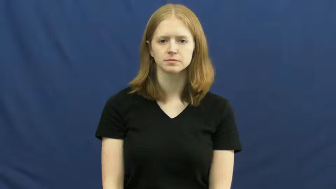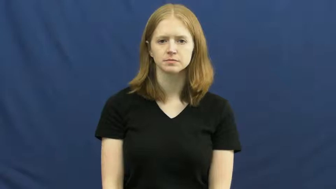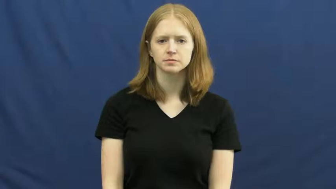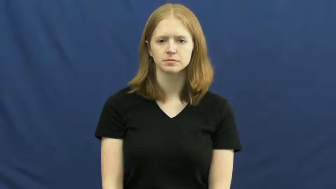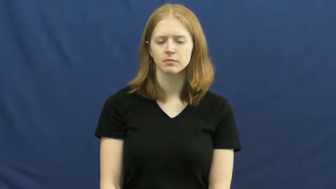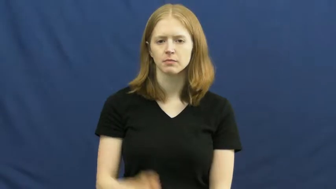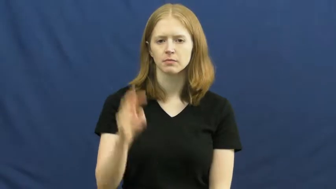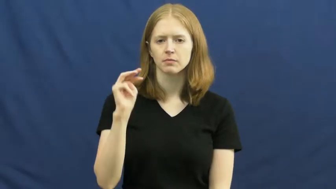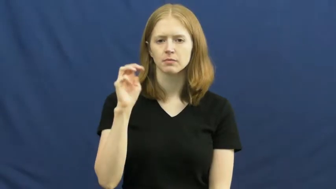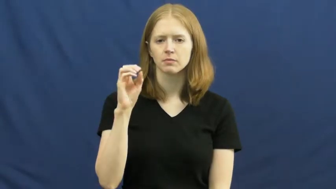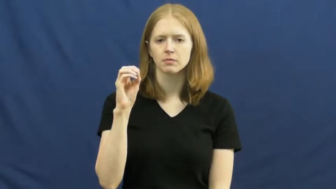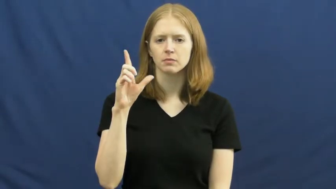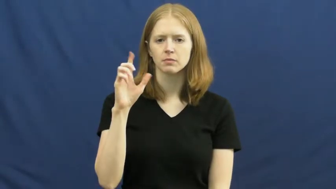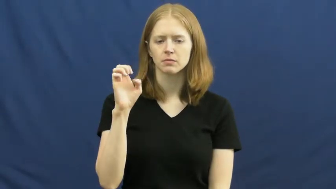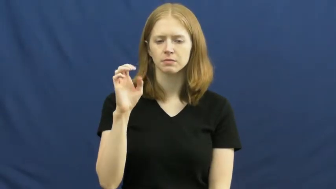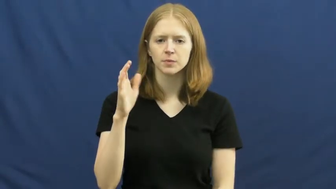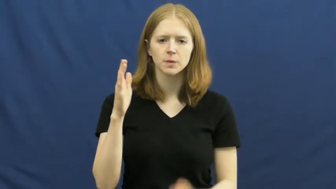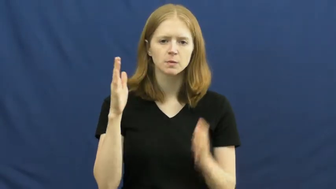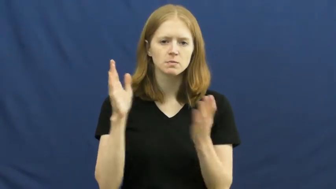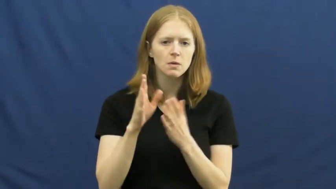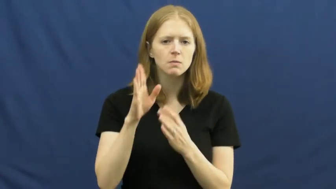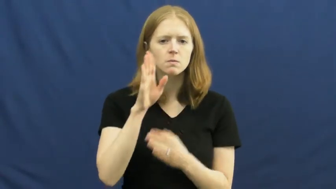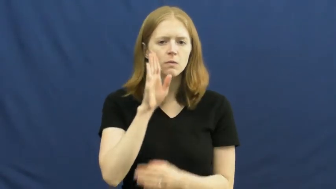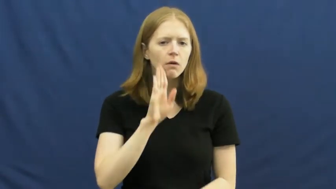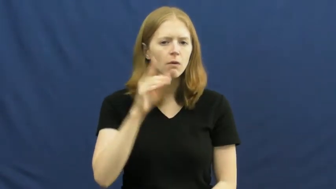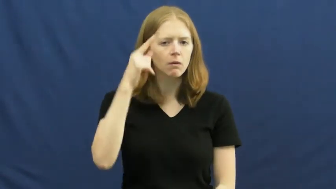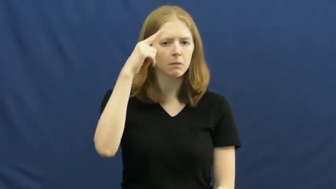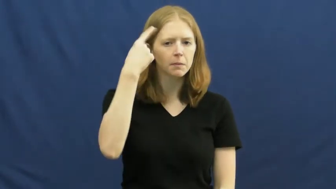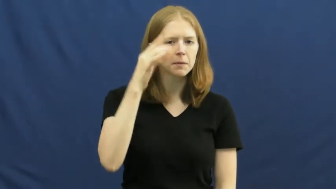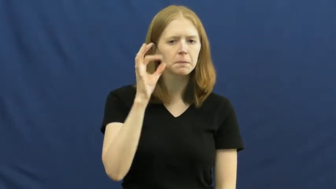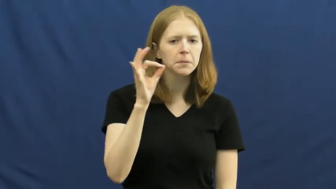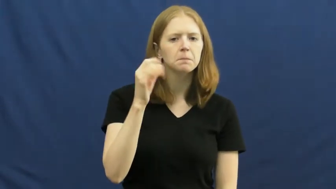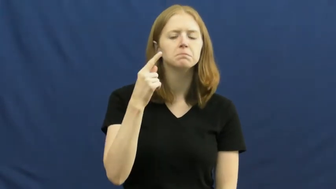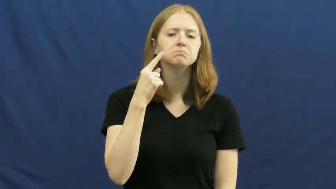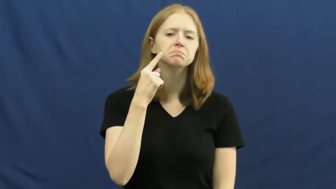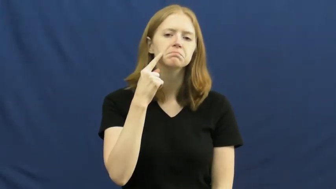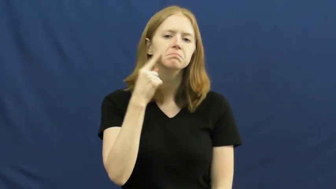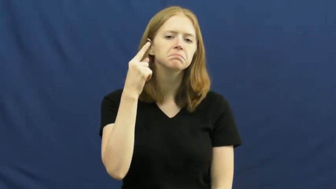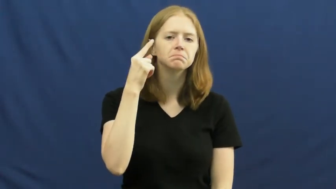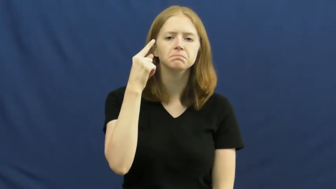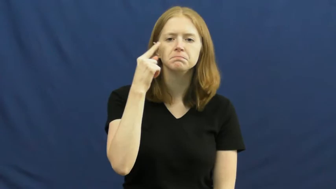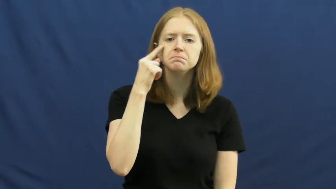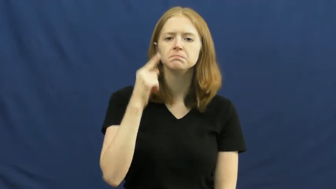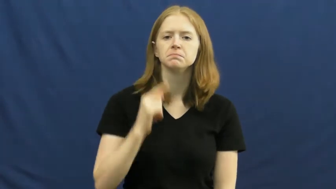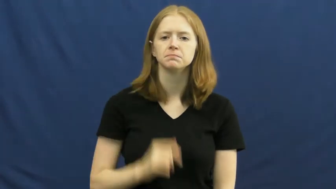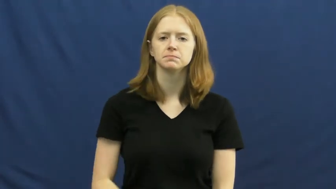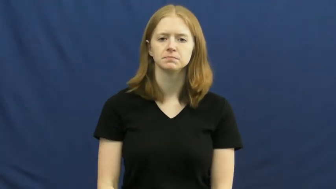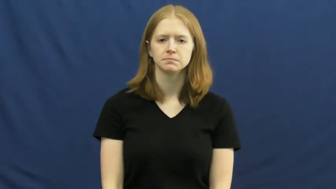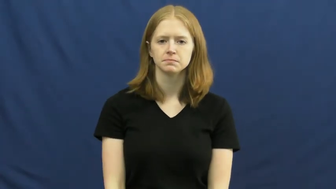mole-mark